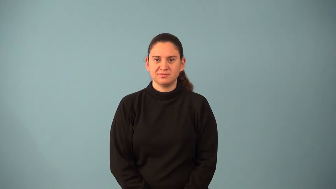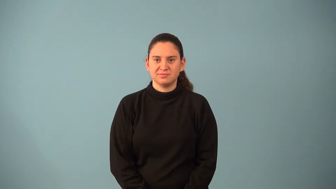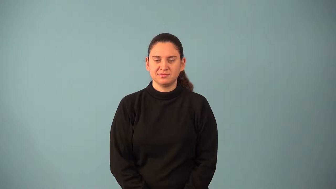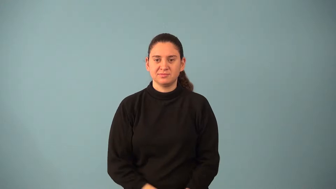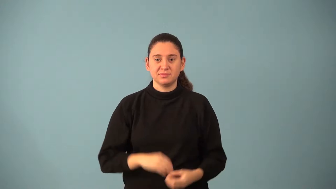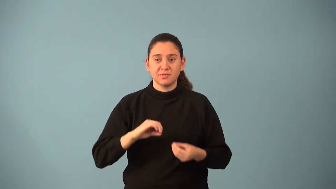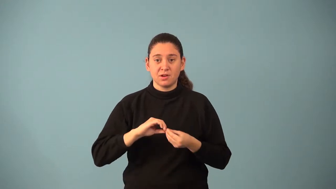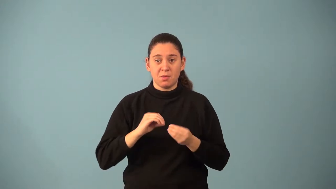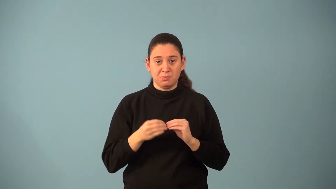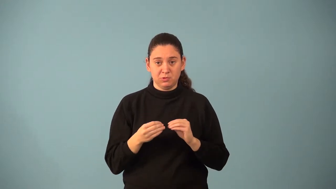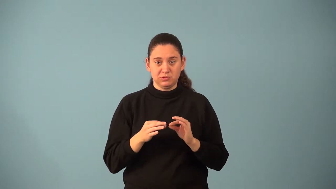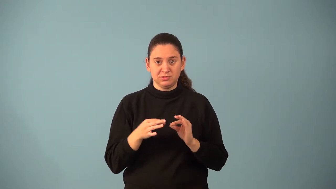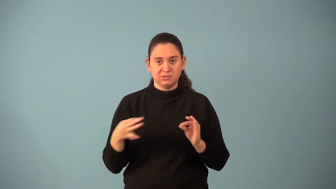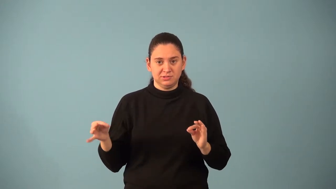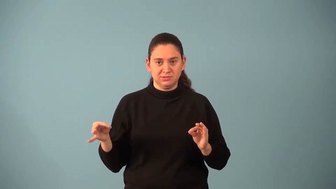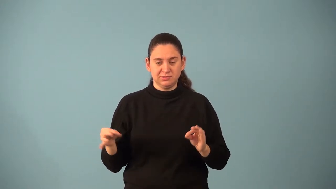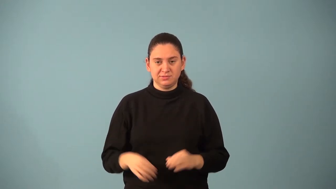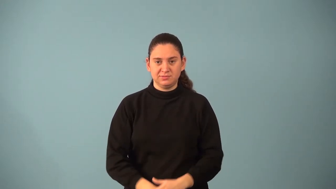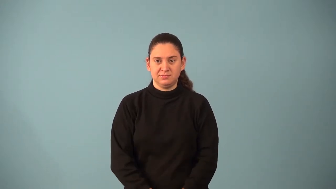number sentence